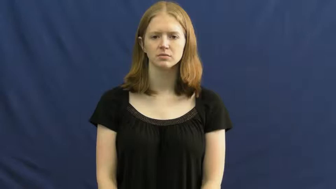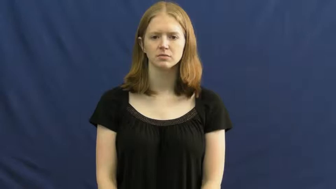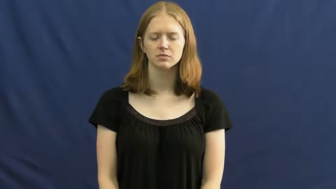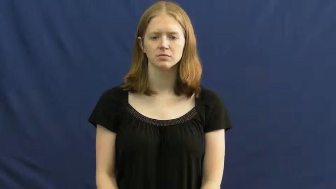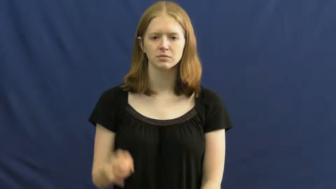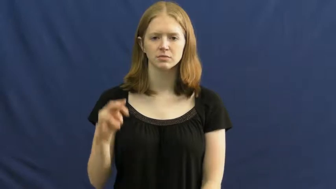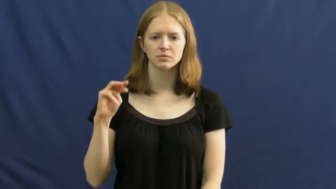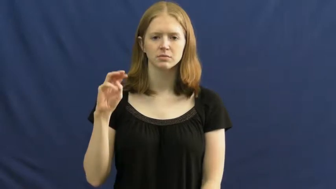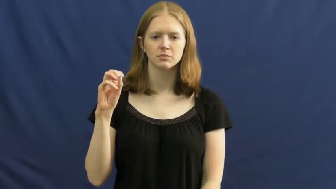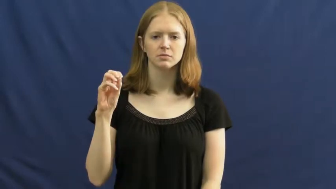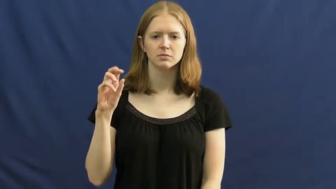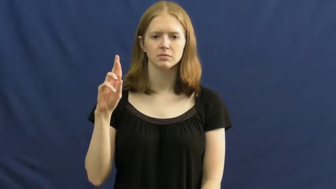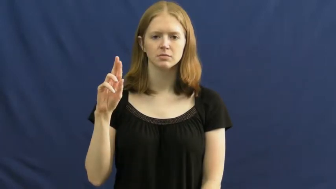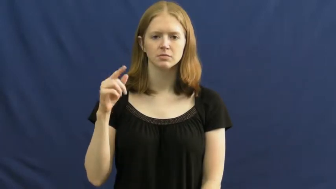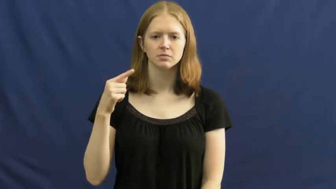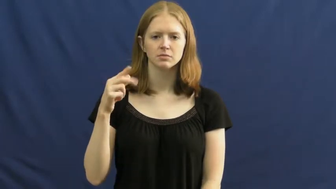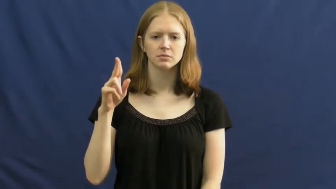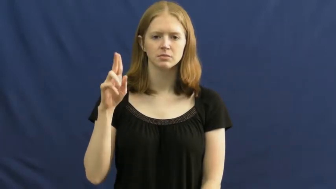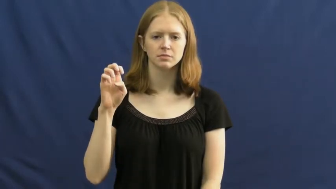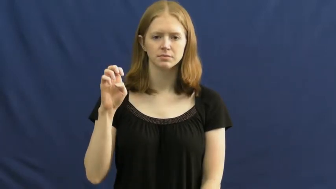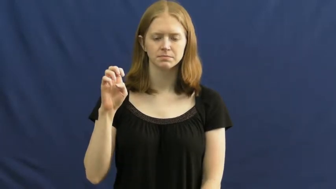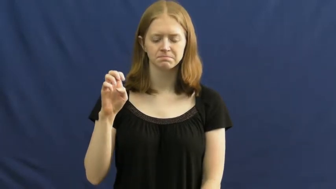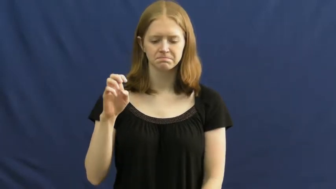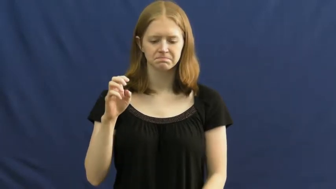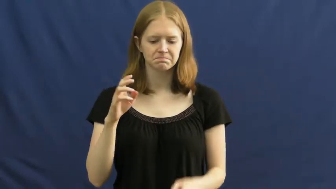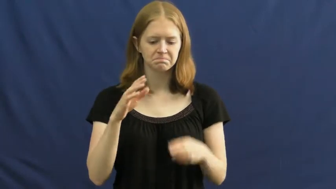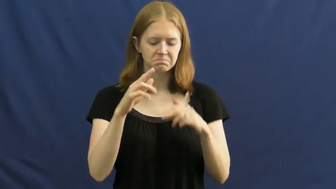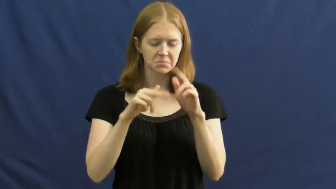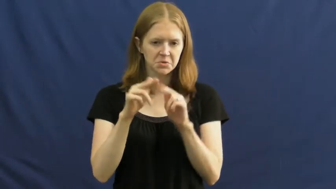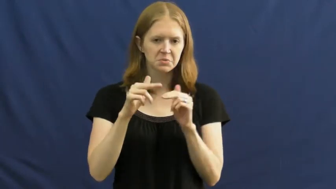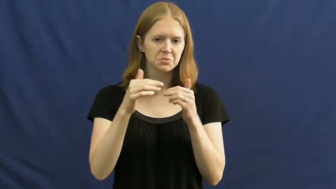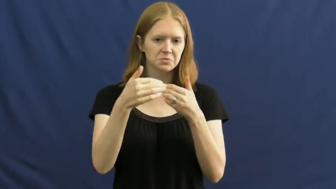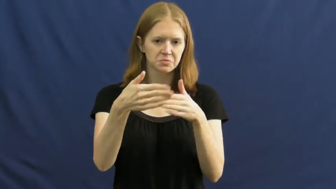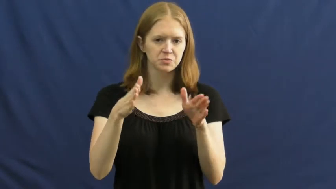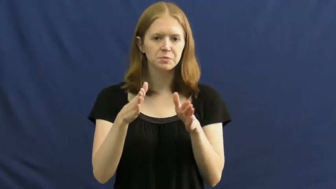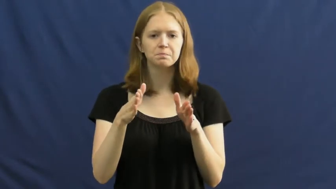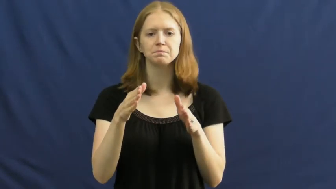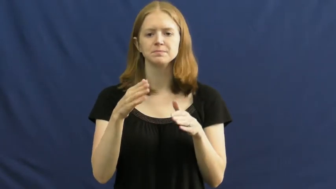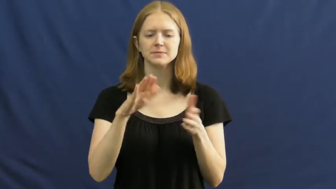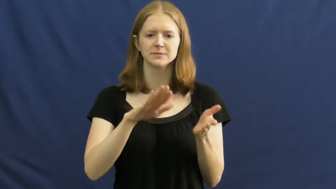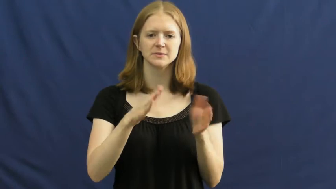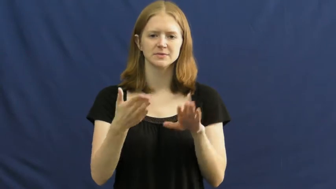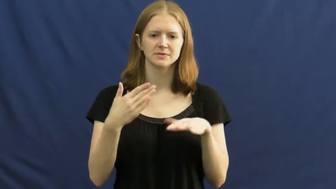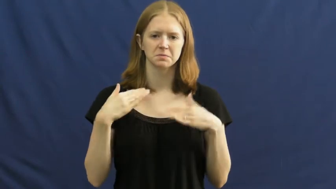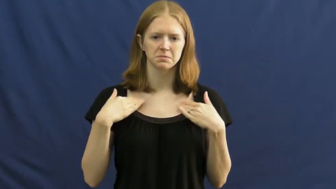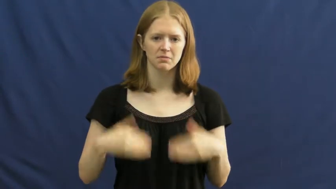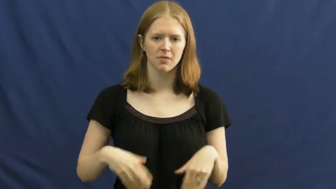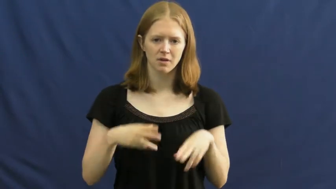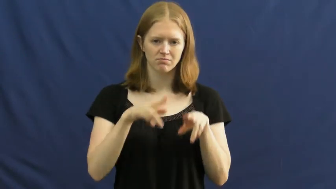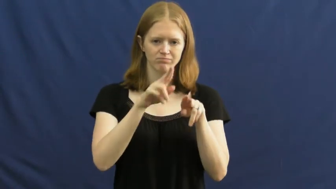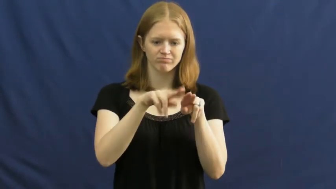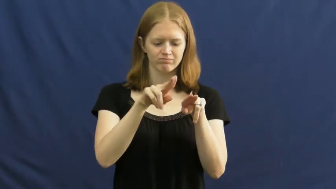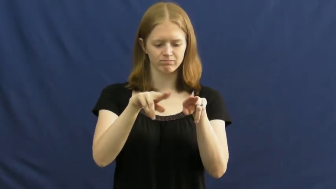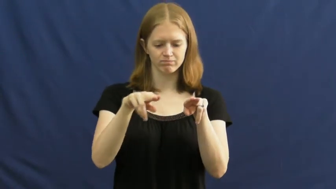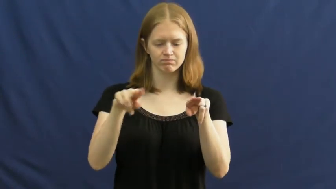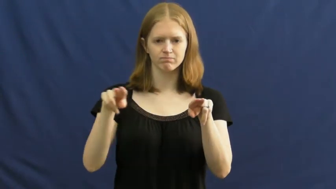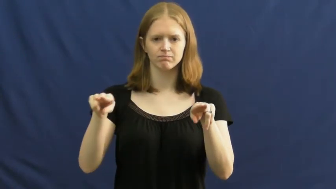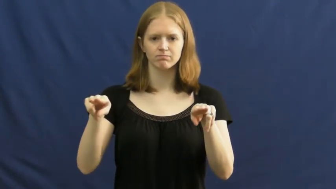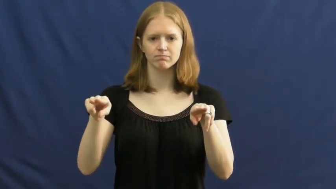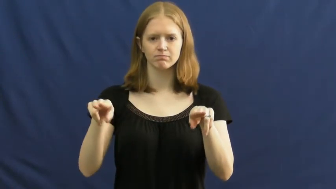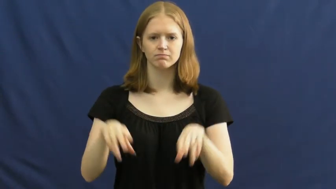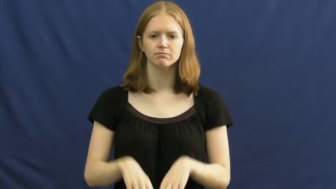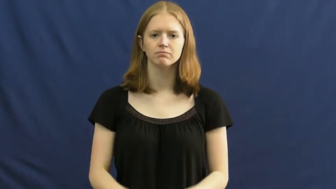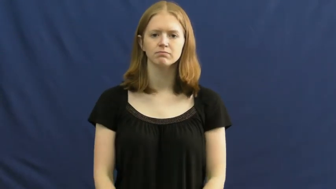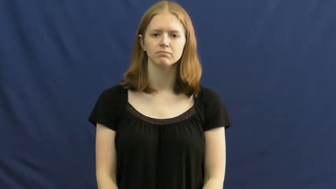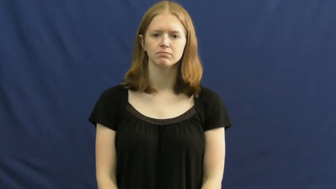morgue,charnel